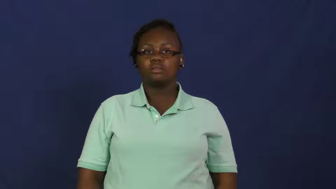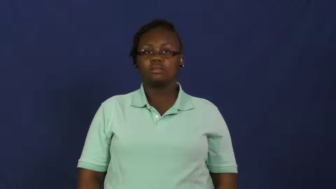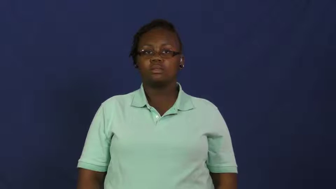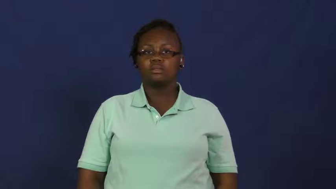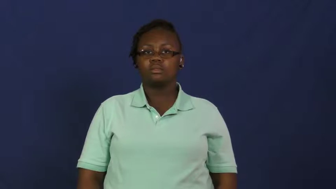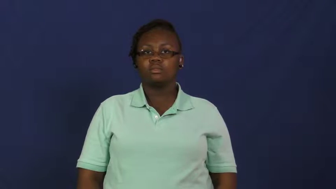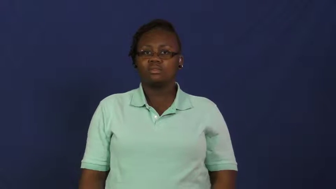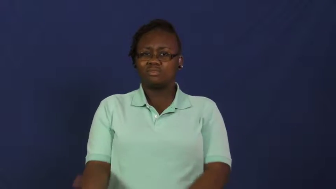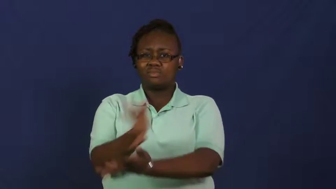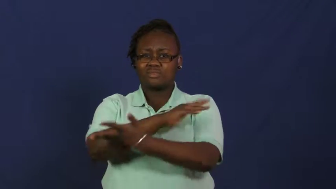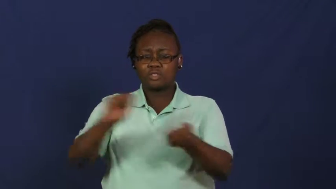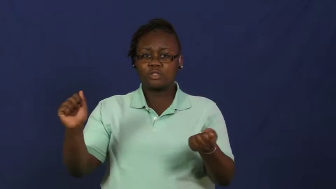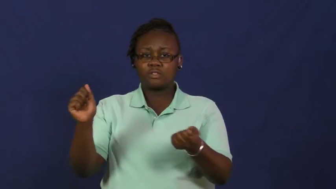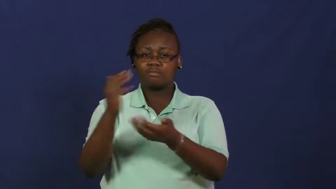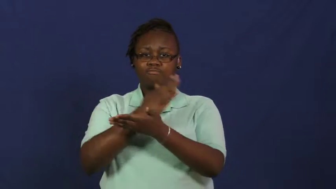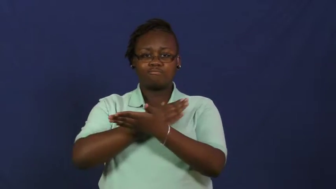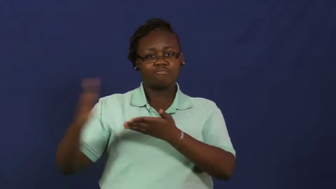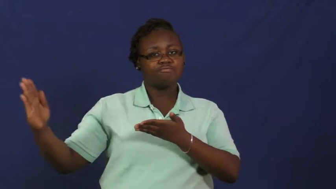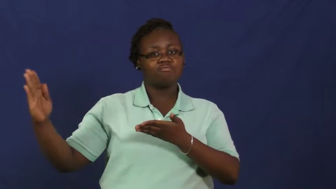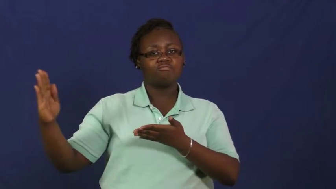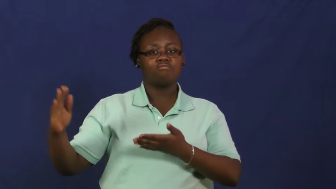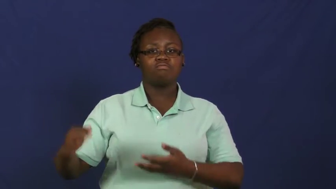raze